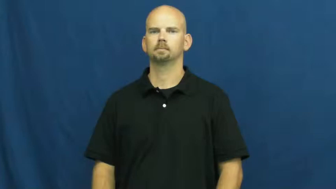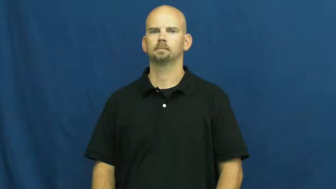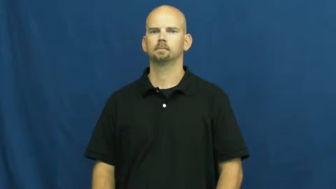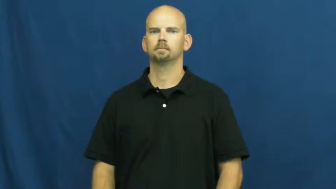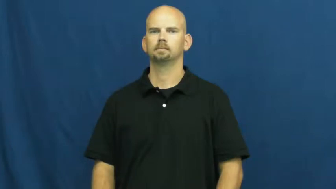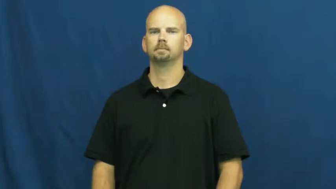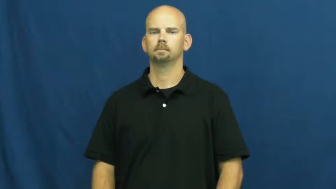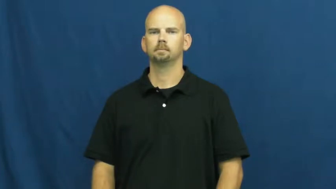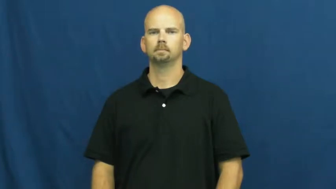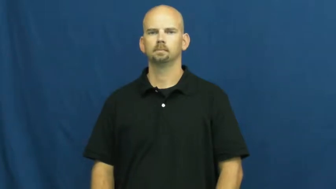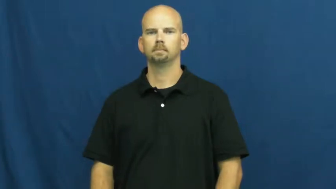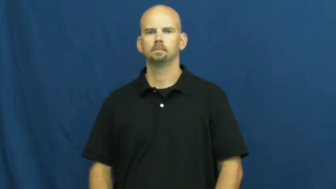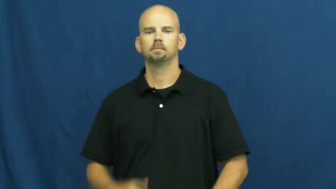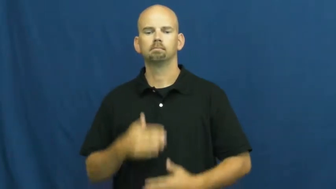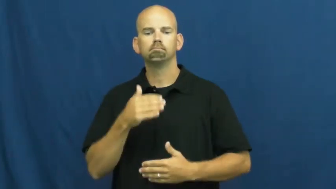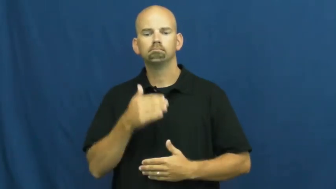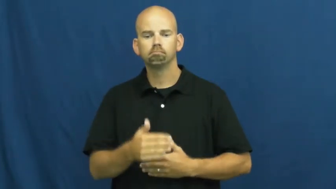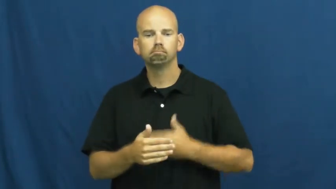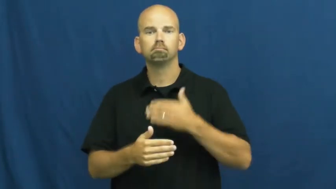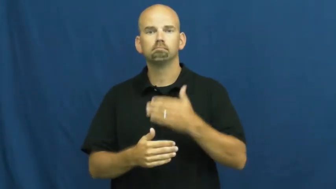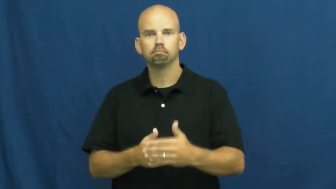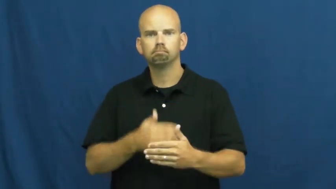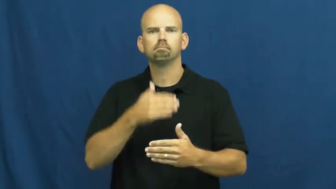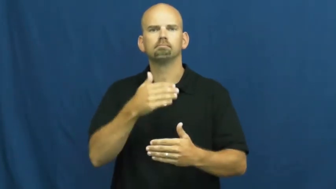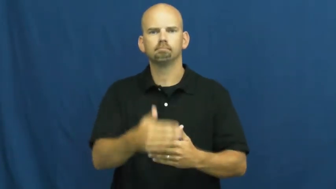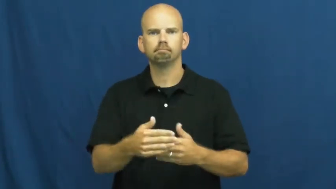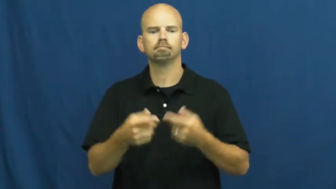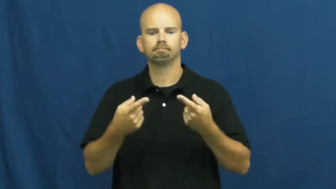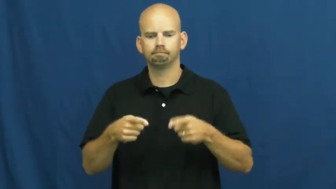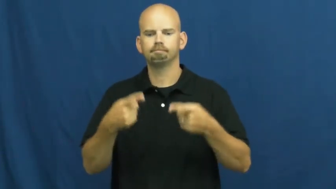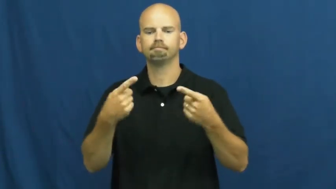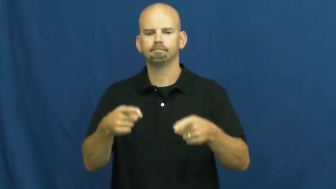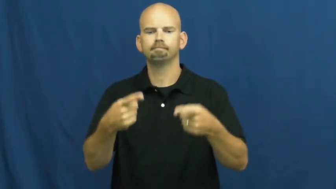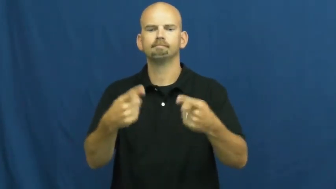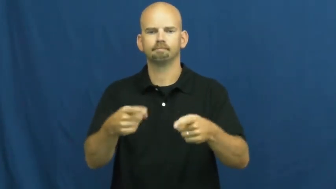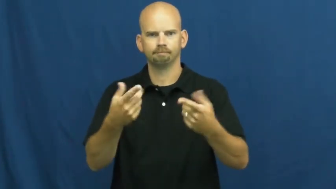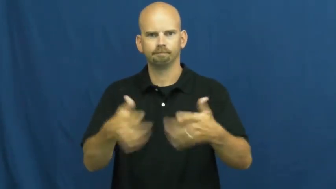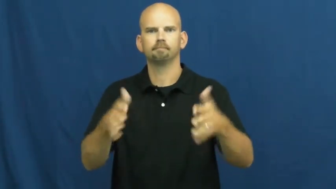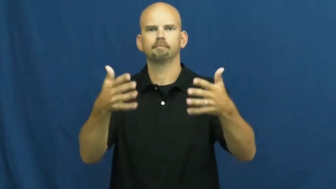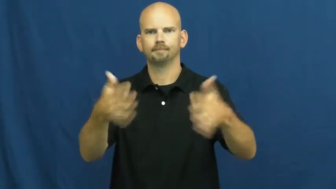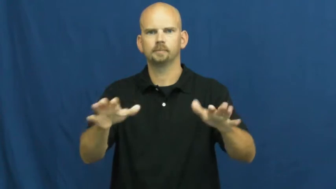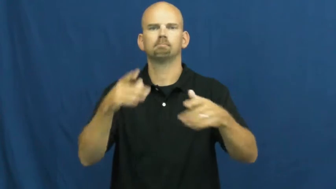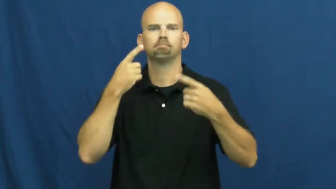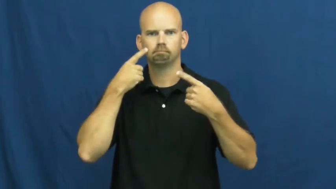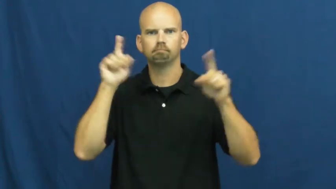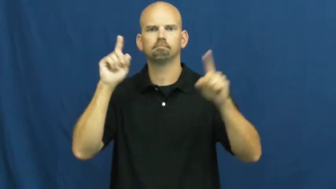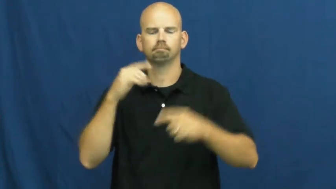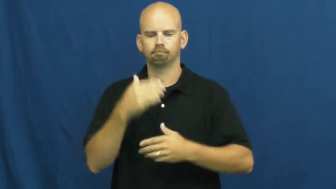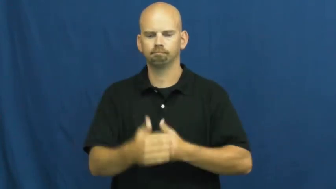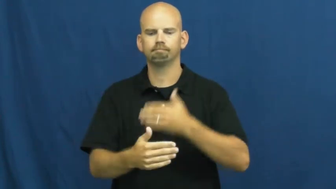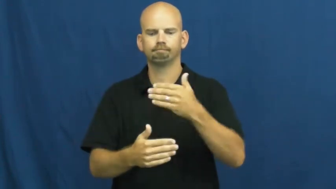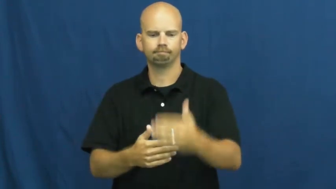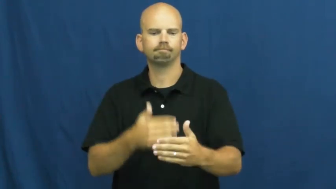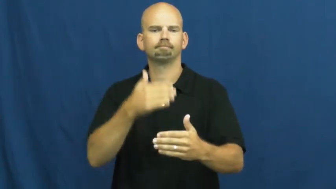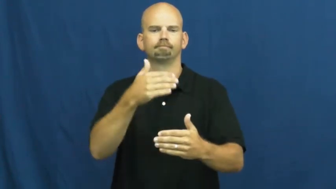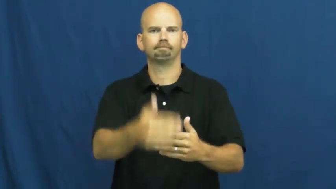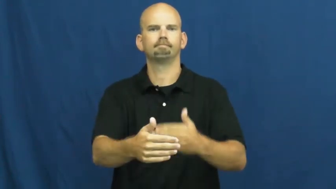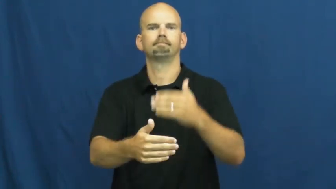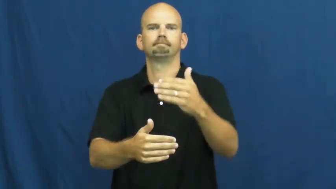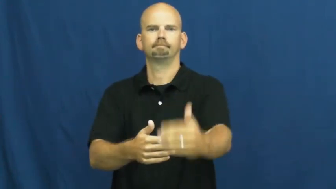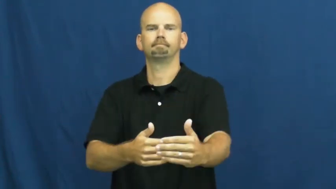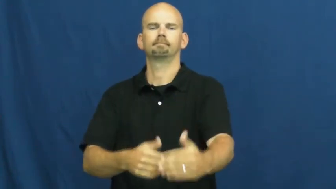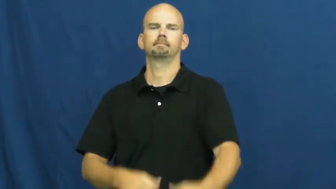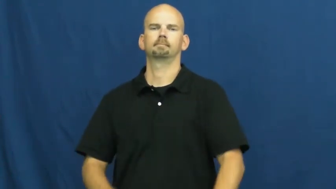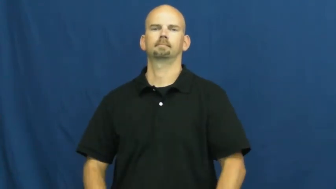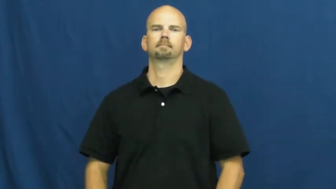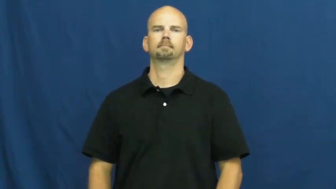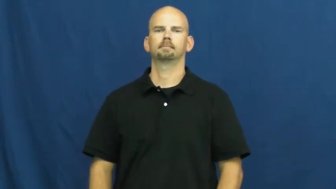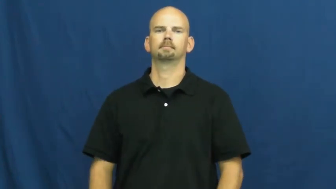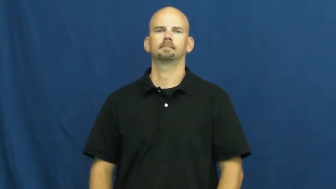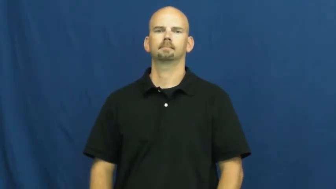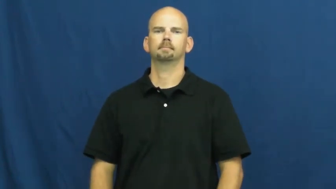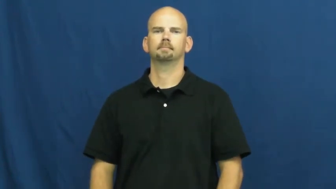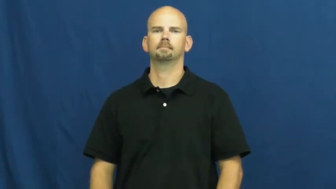succession